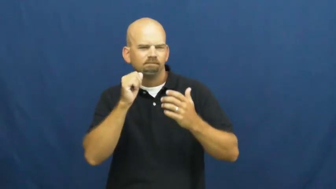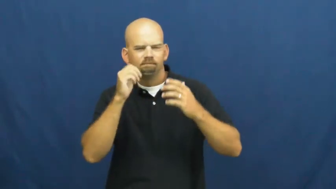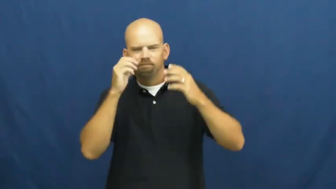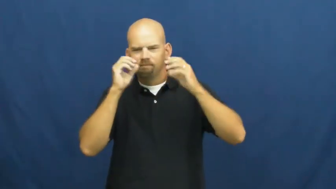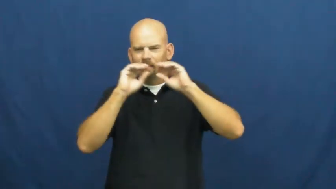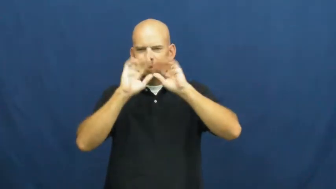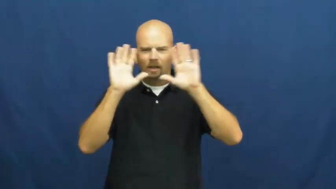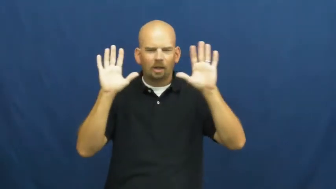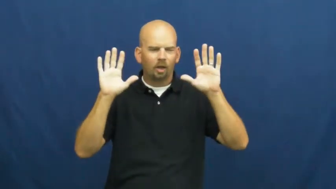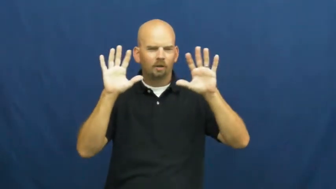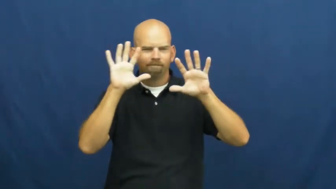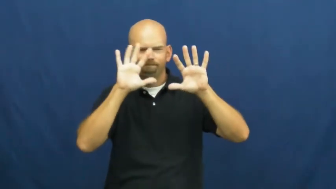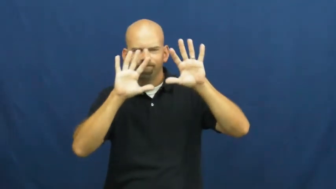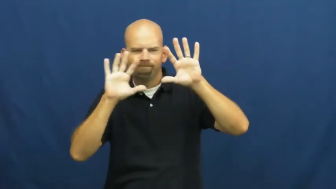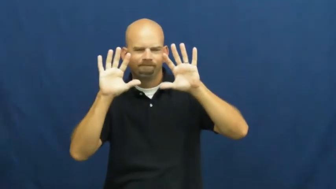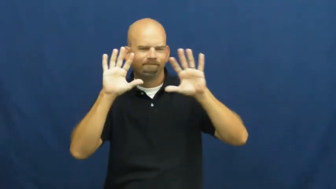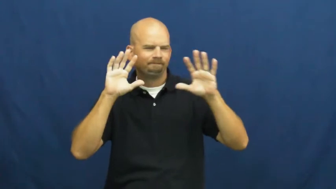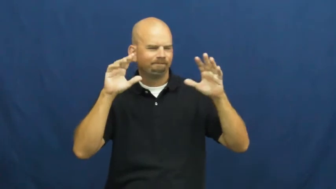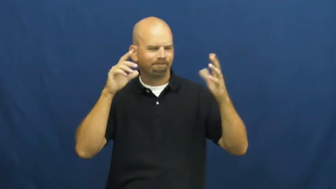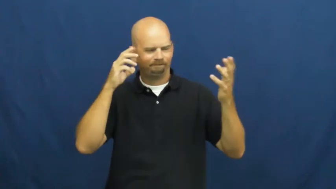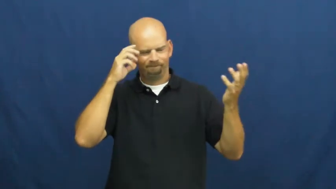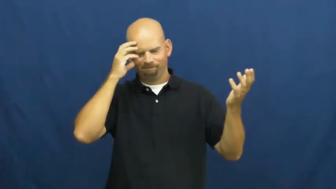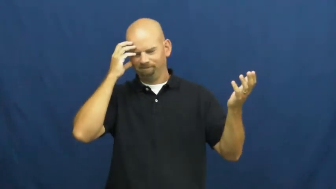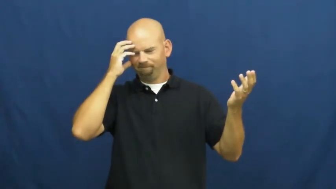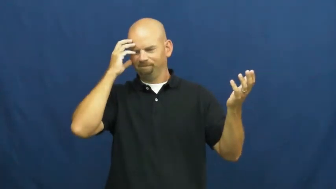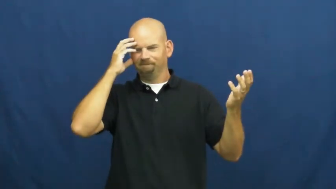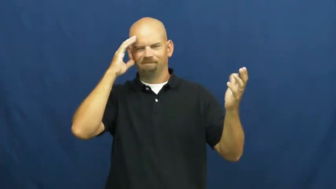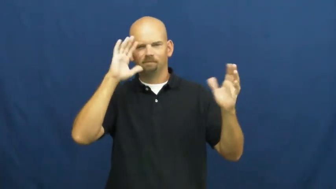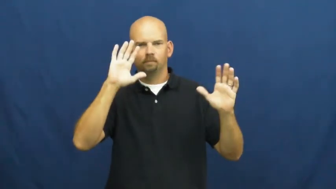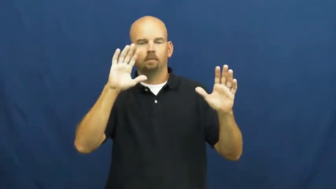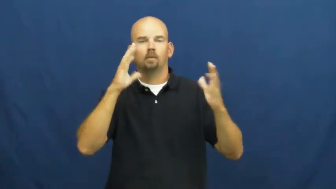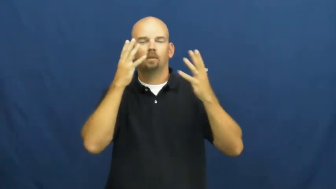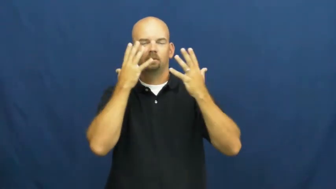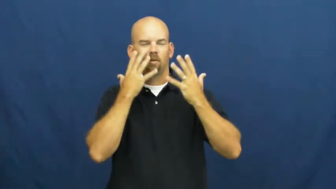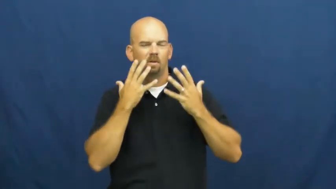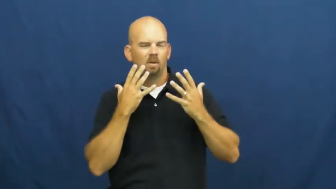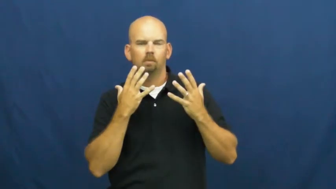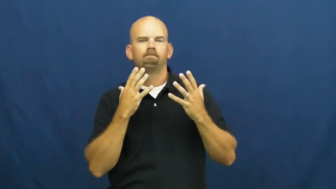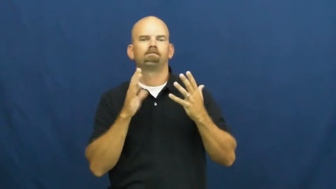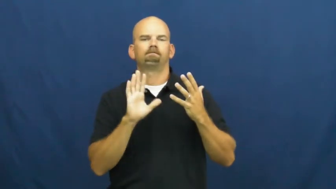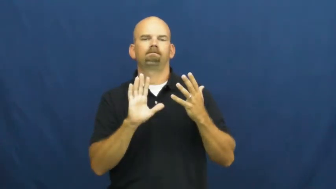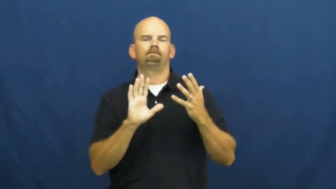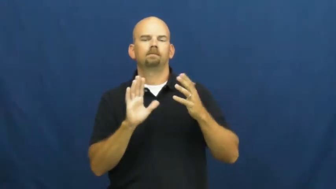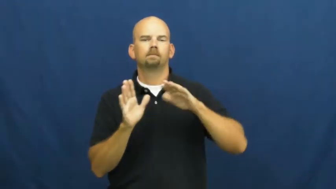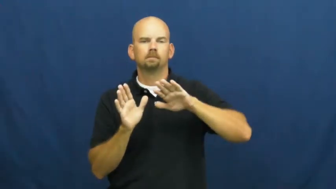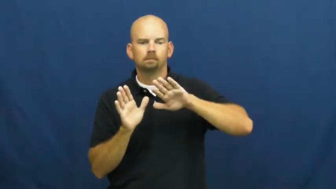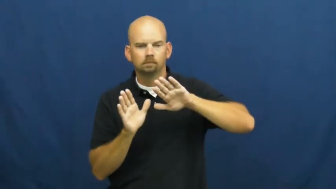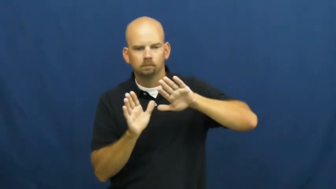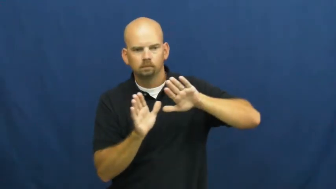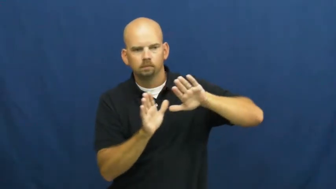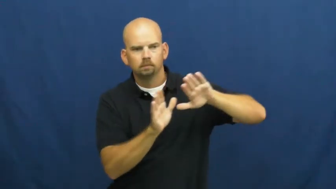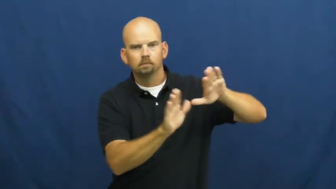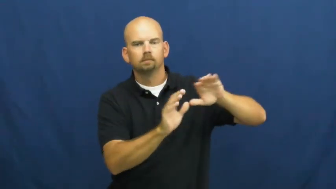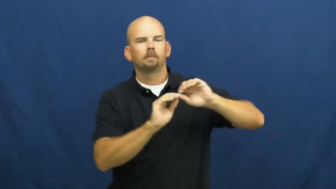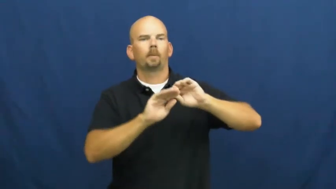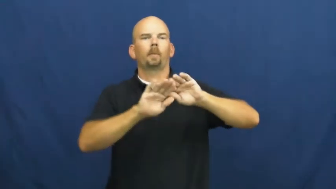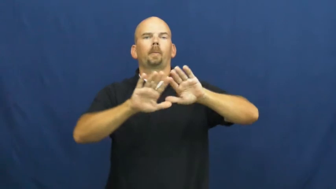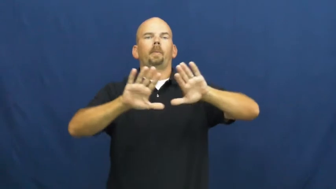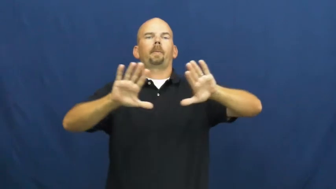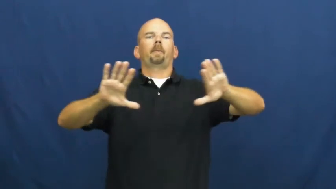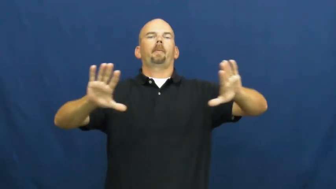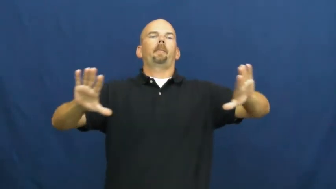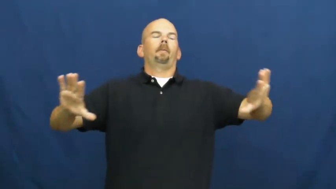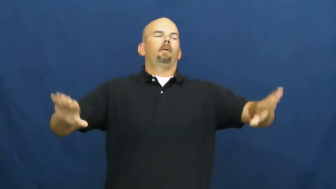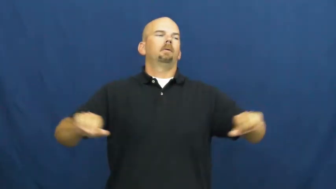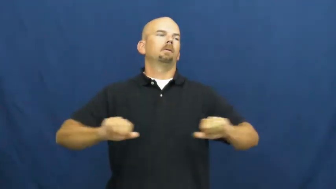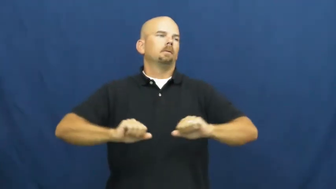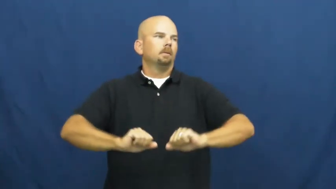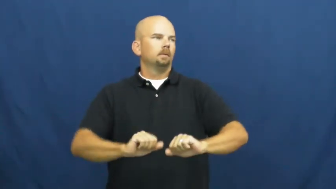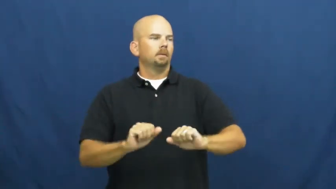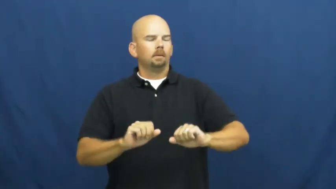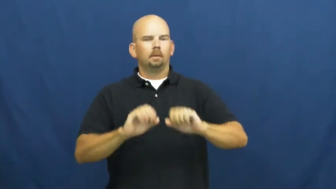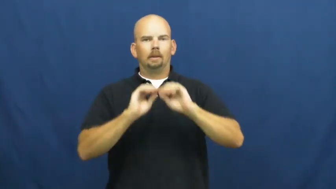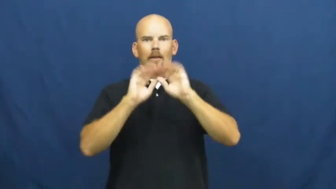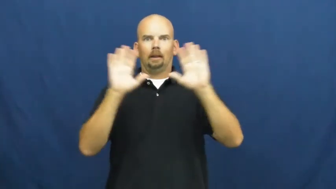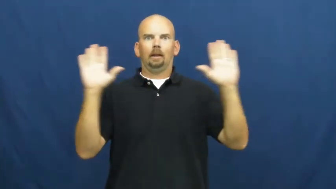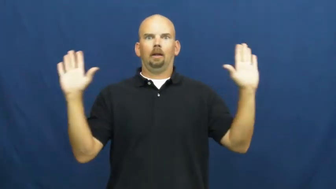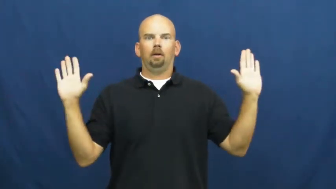uncloud